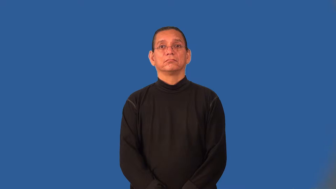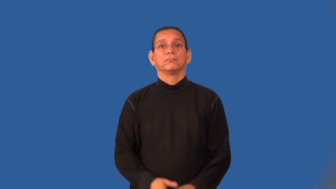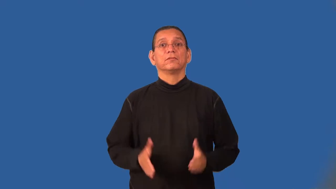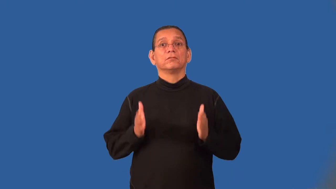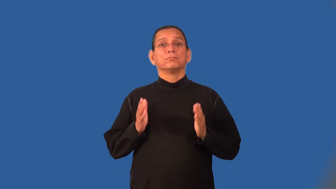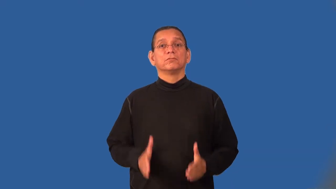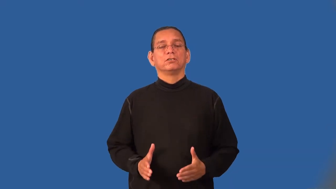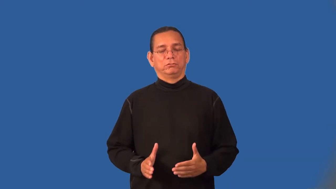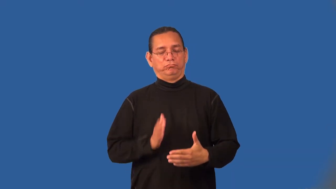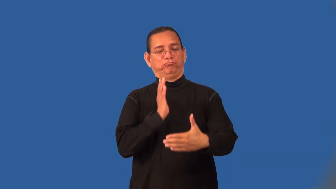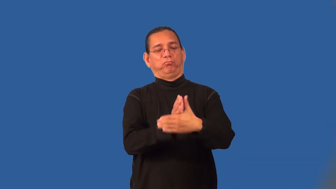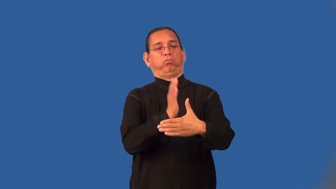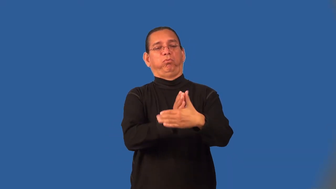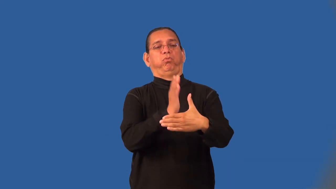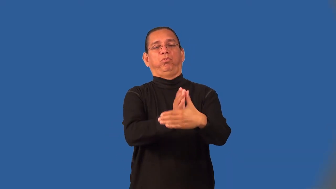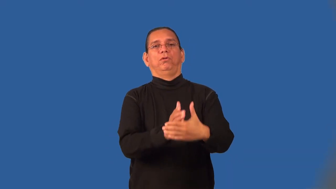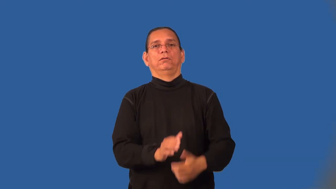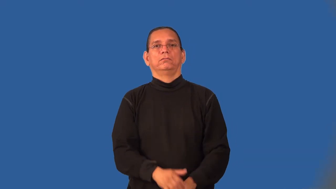meddler